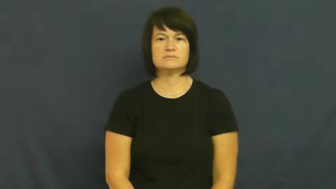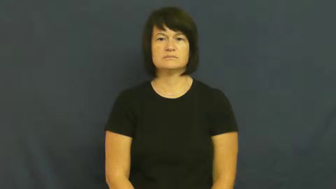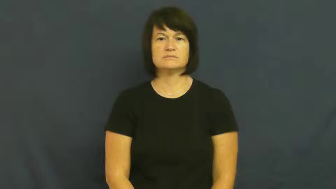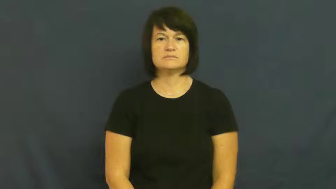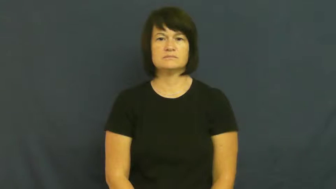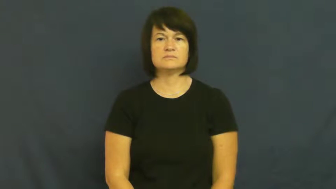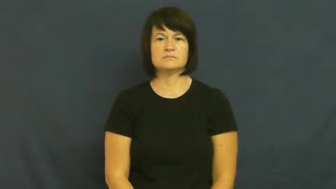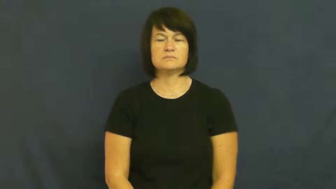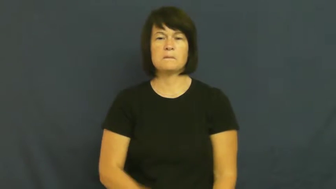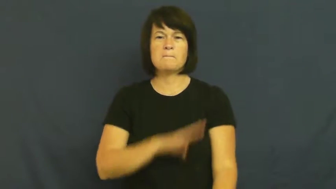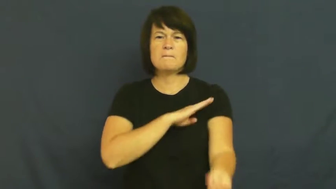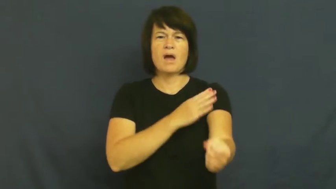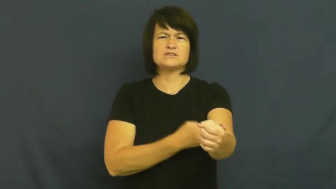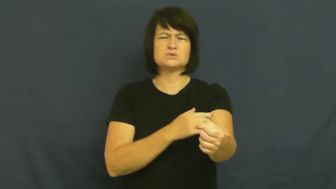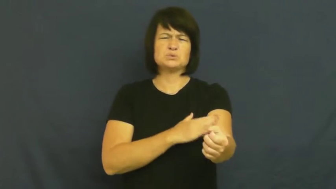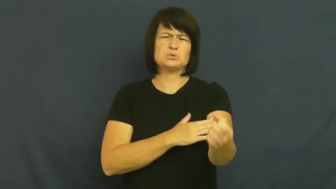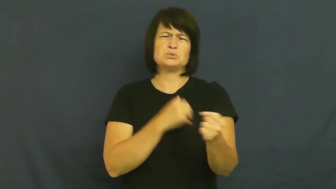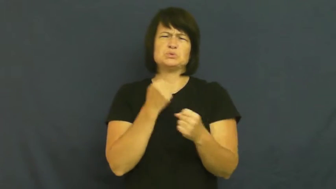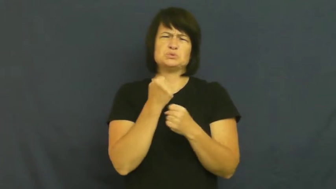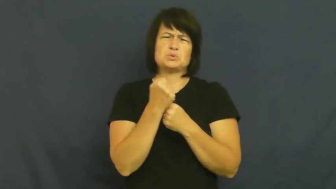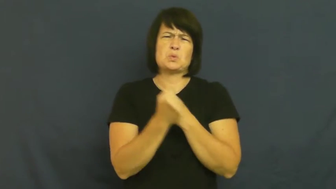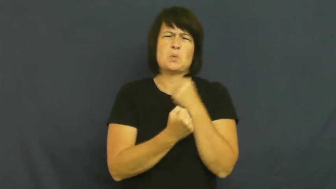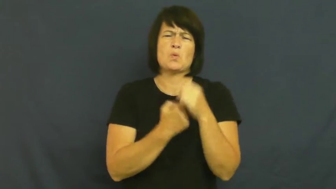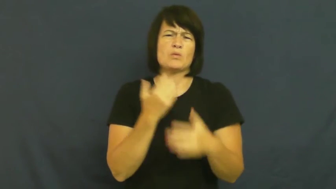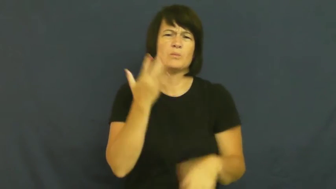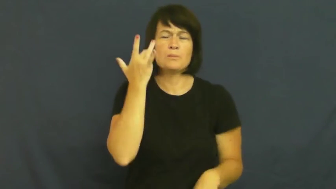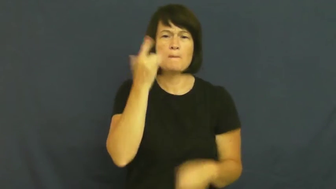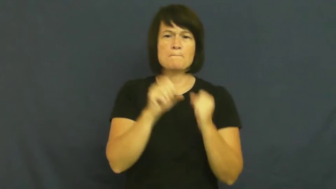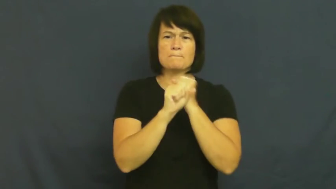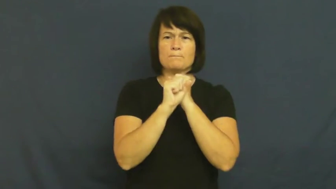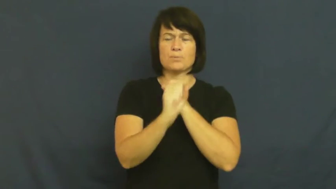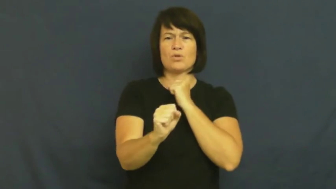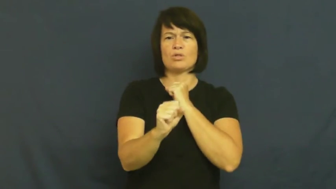pull-muscle